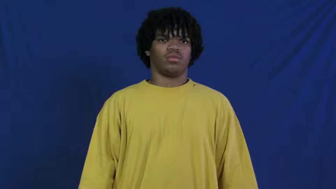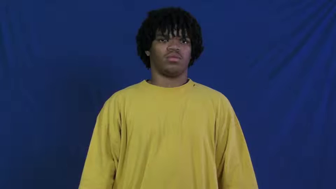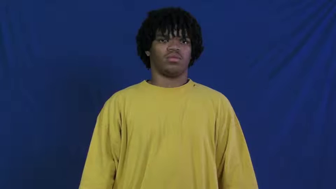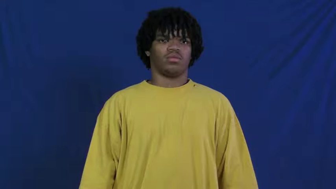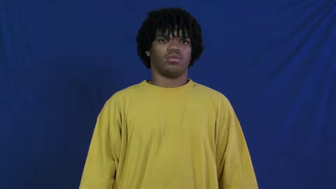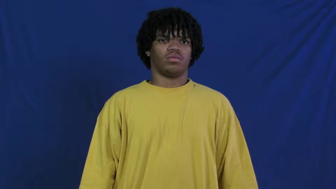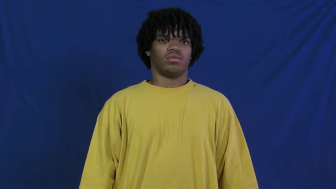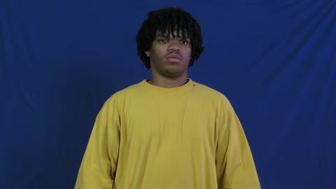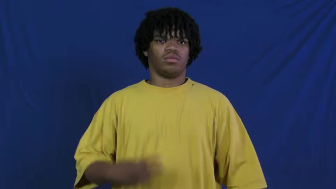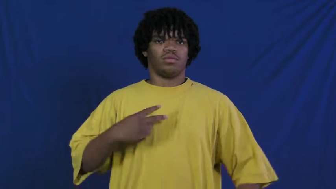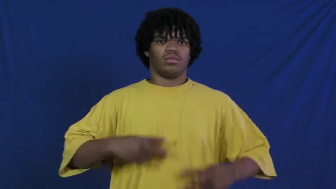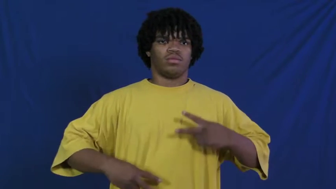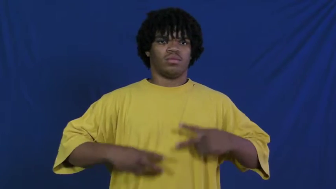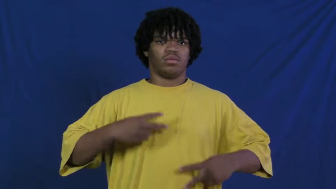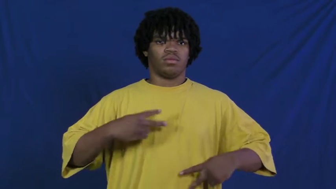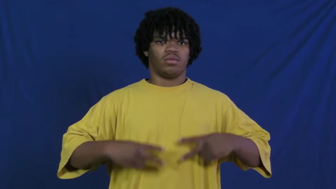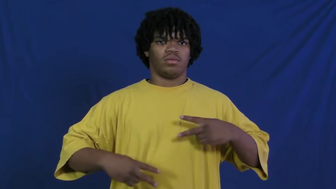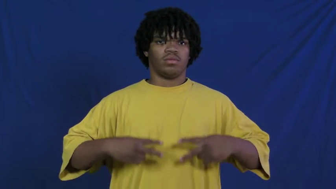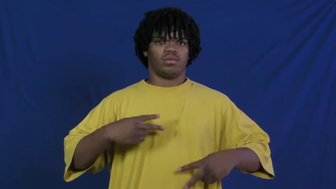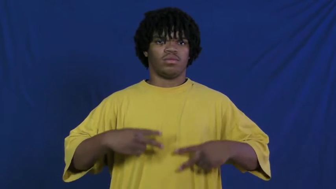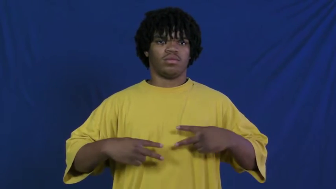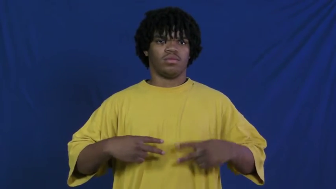pneumonia